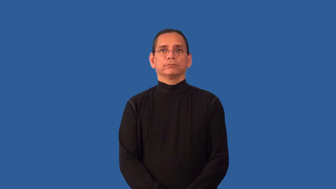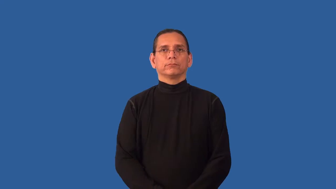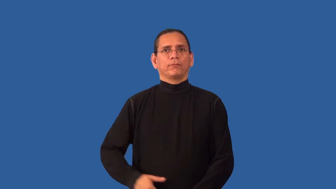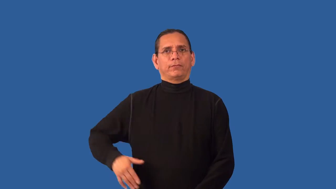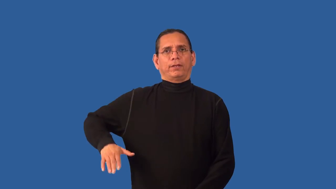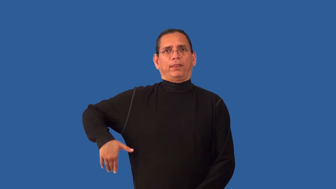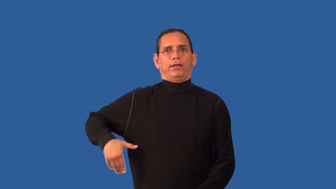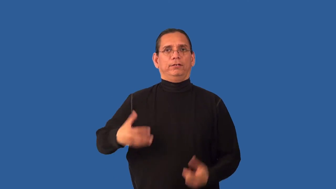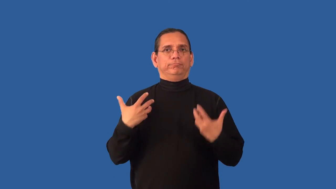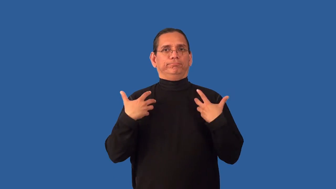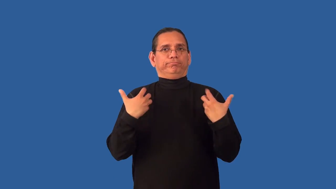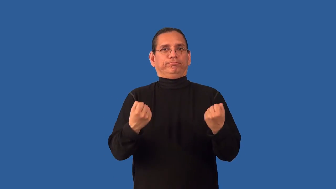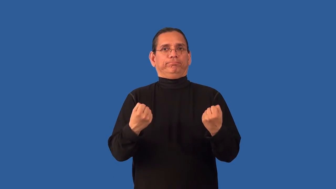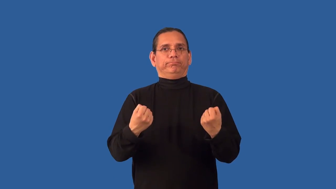unrelieved